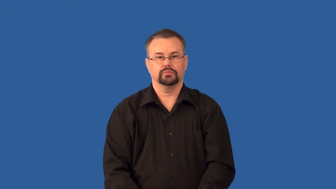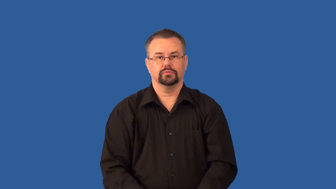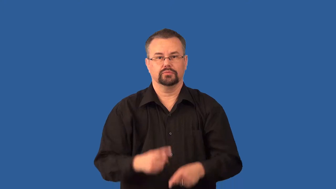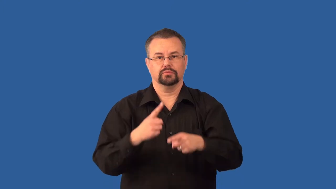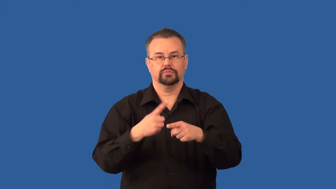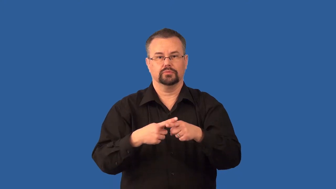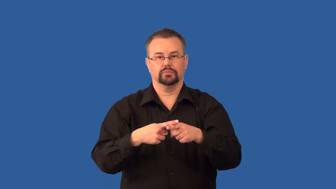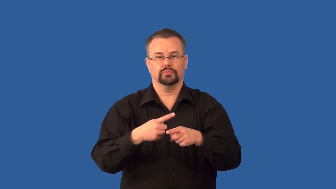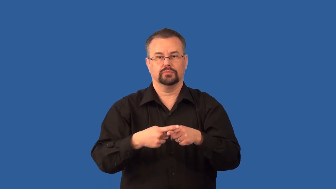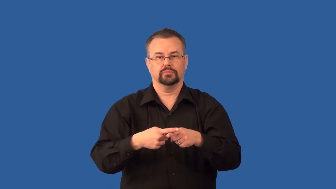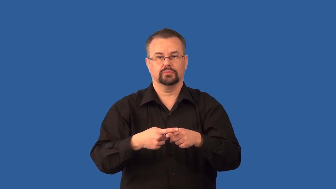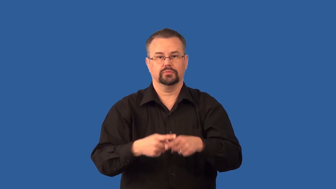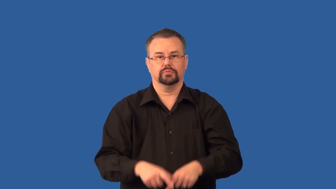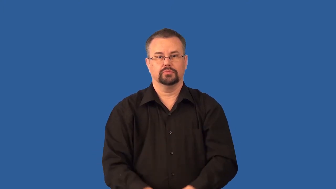transverse